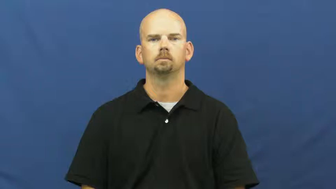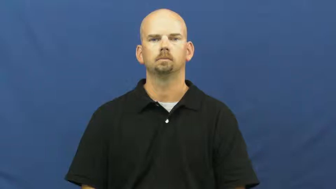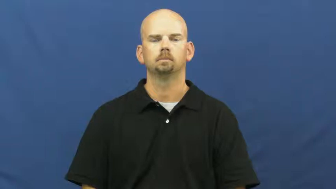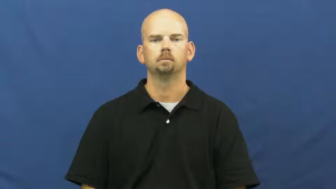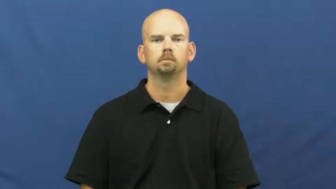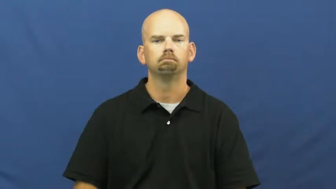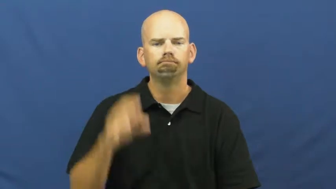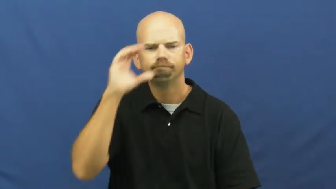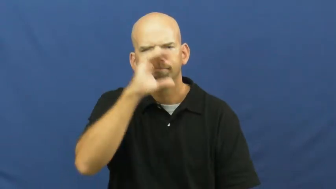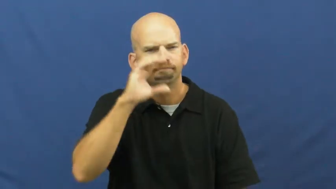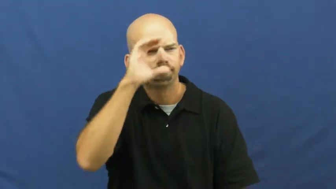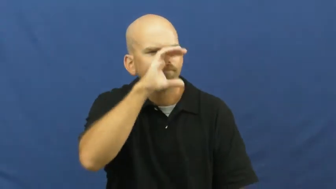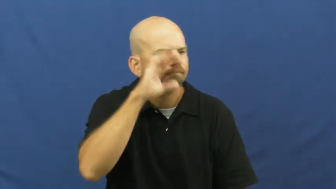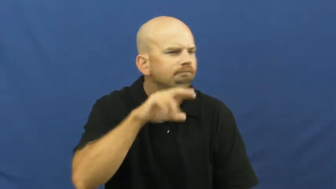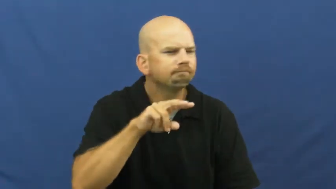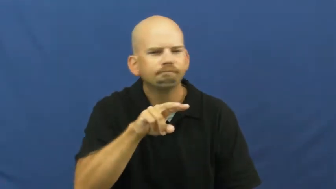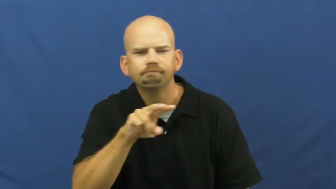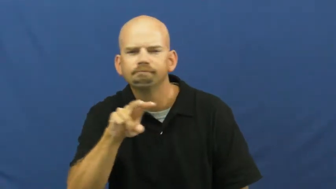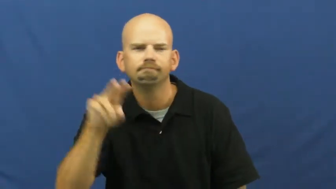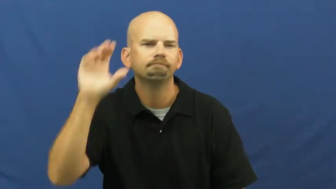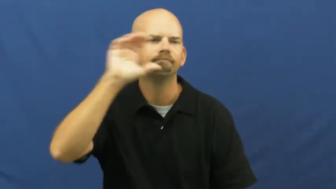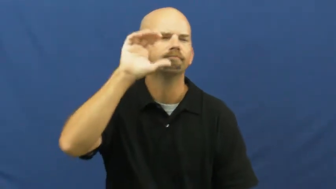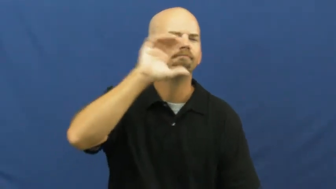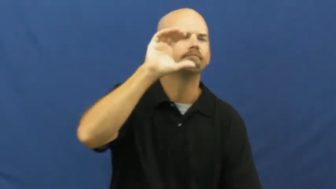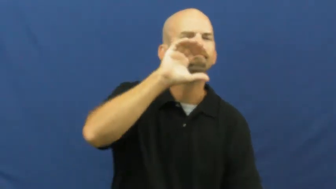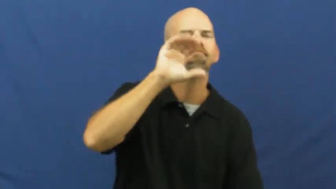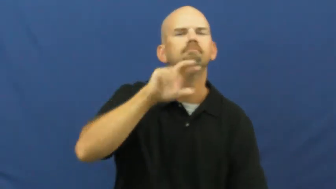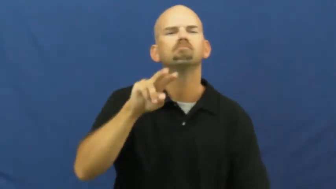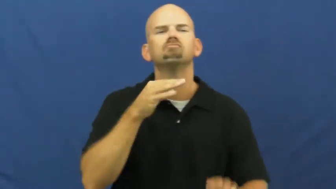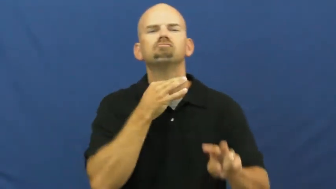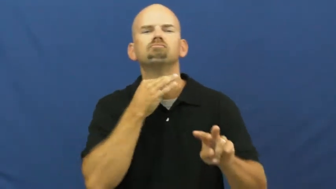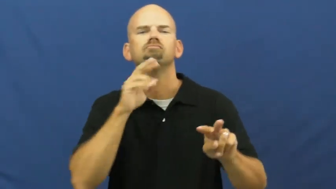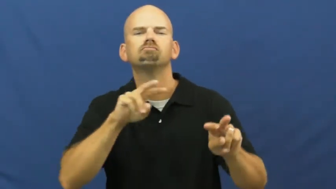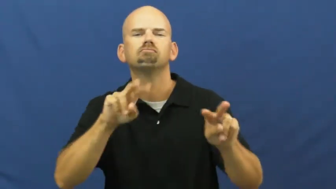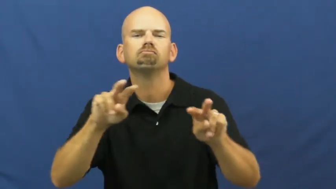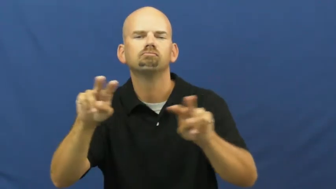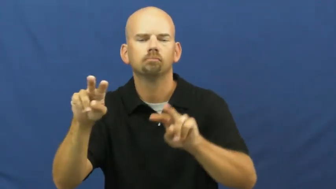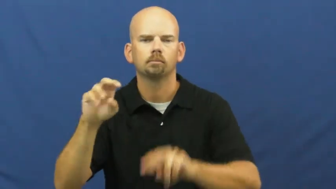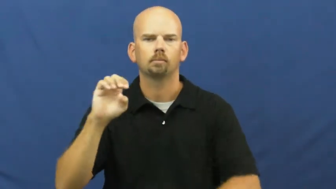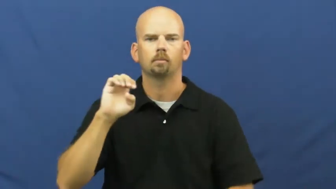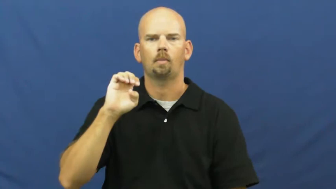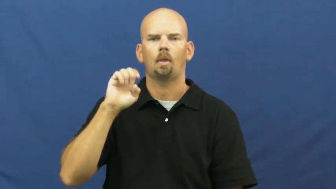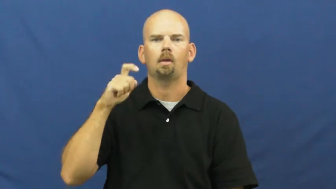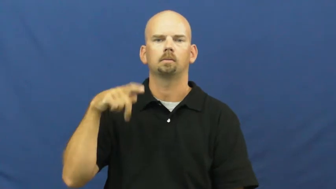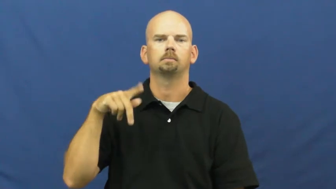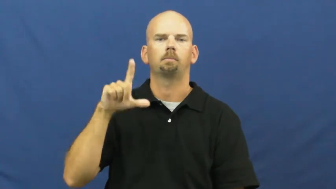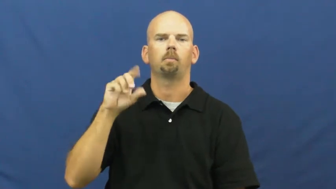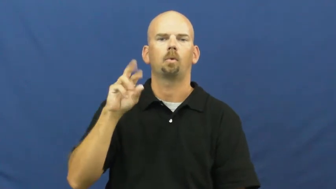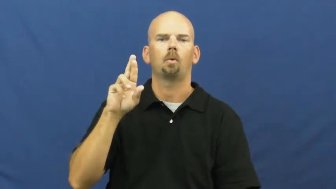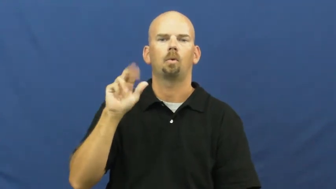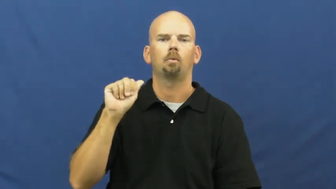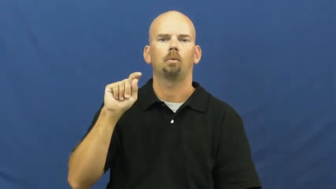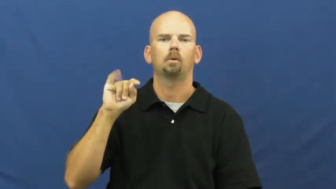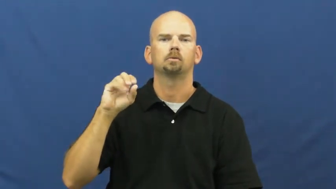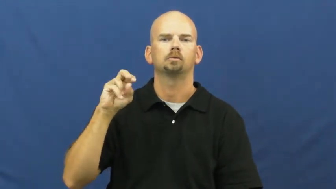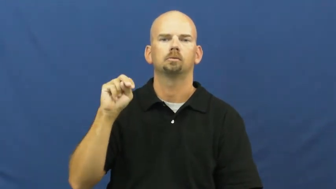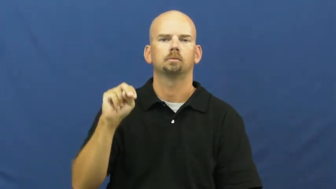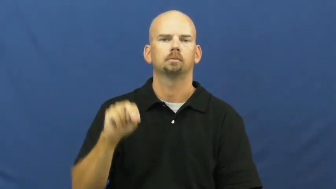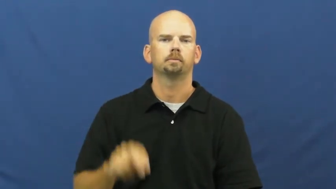explore